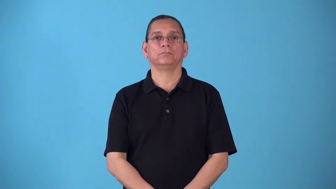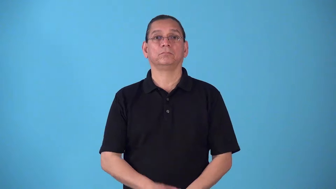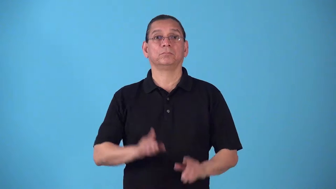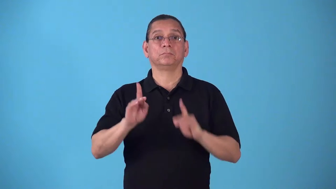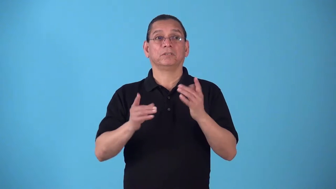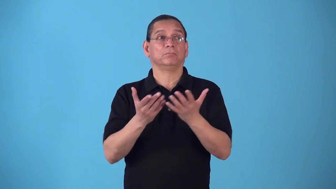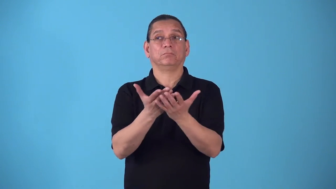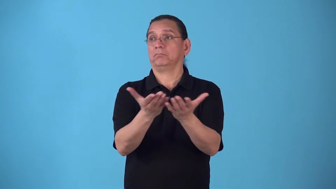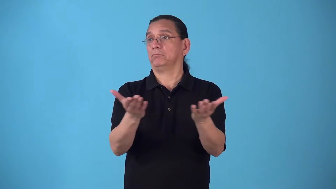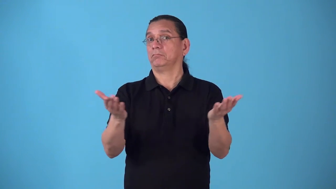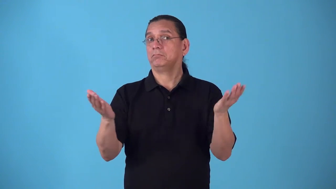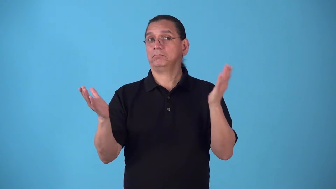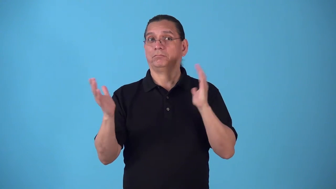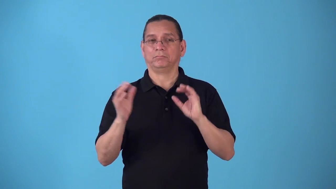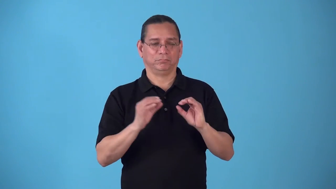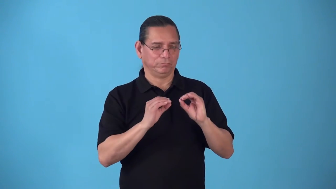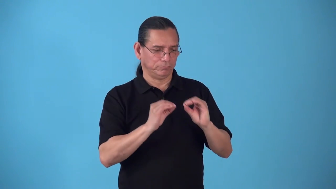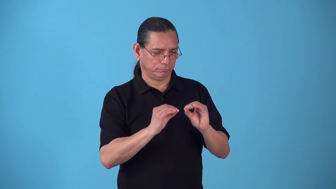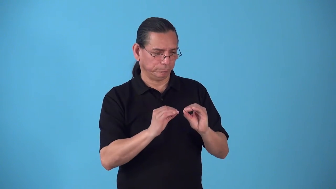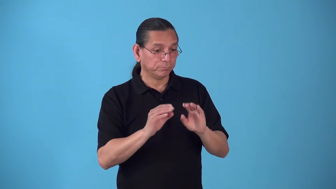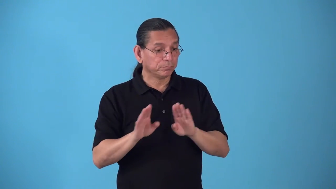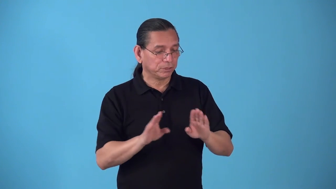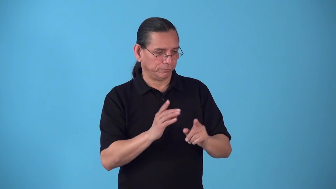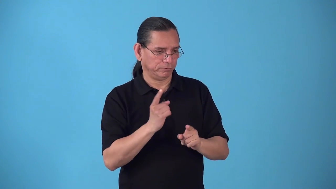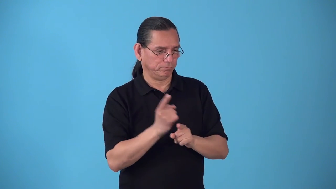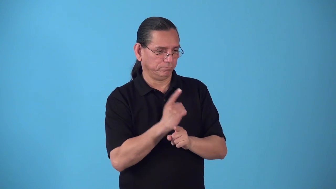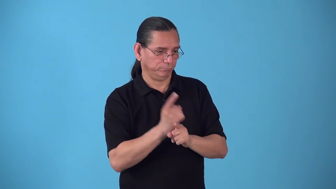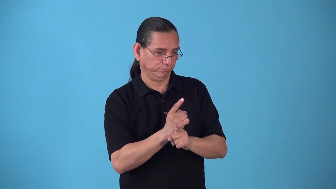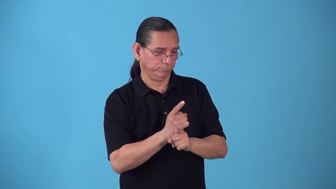socialize-make behave appropriately in society